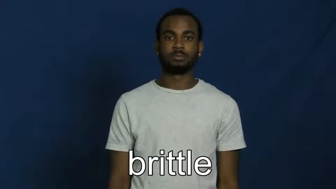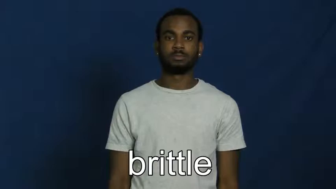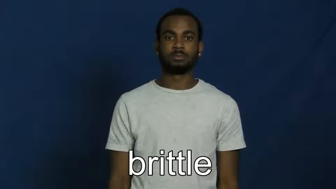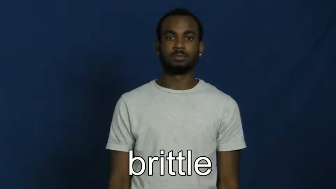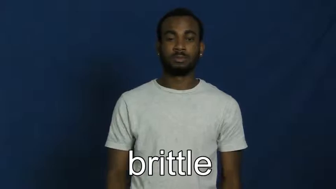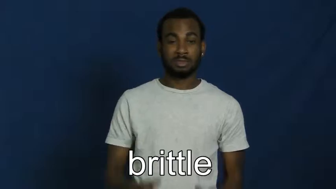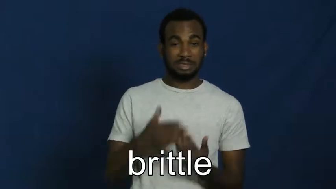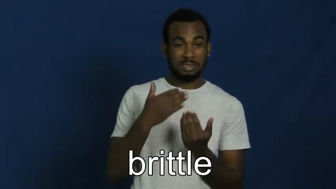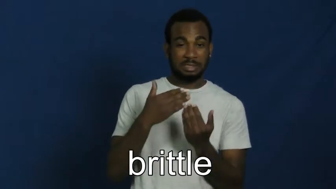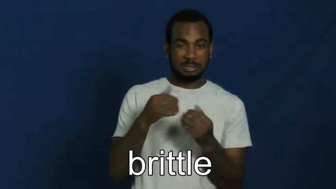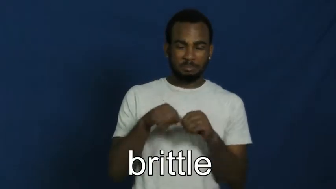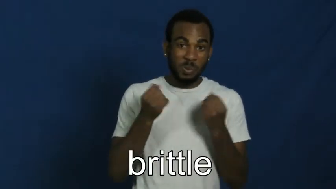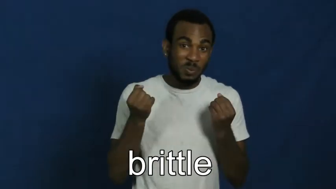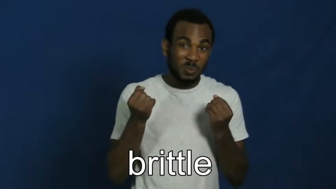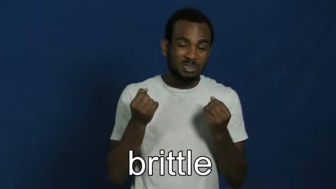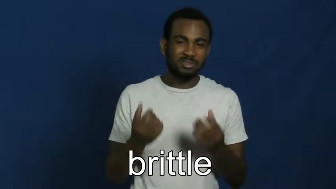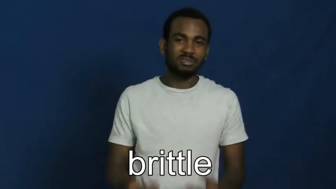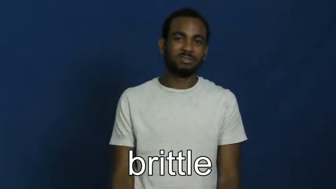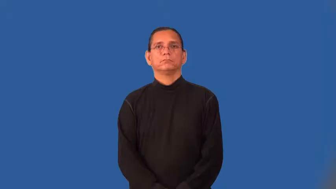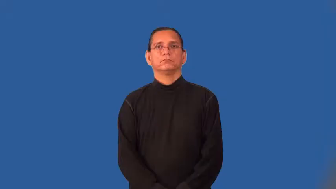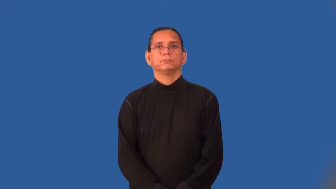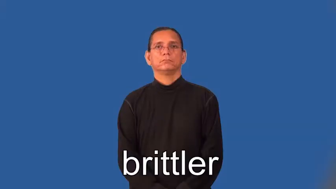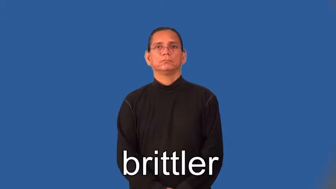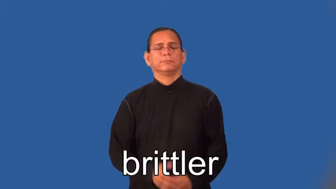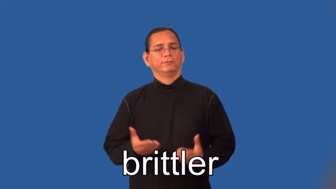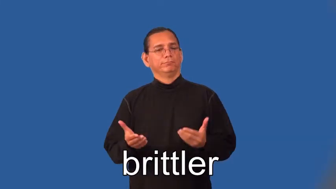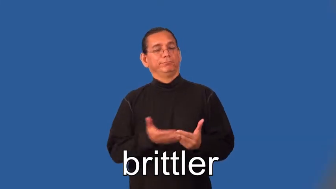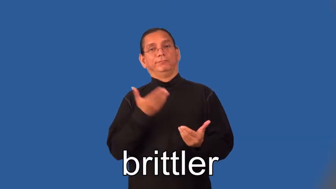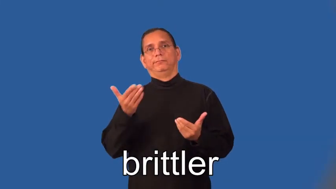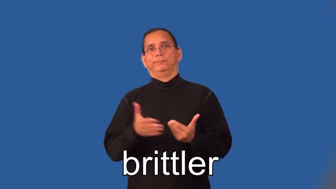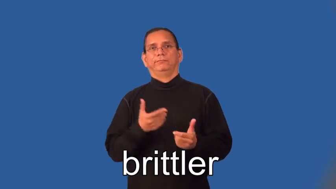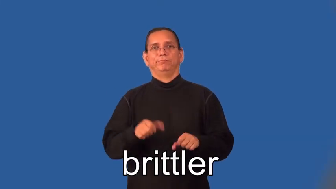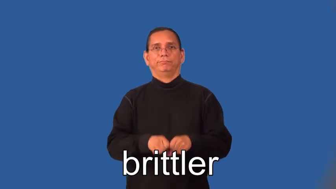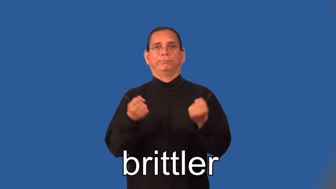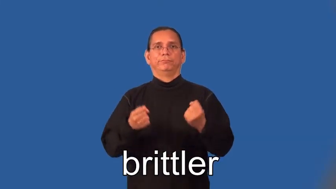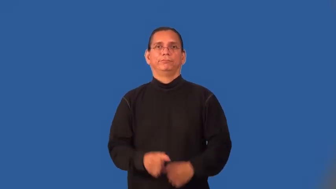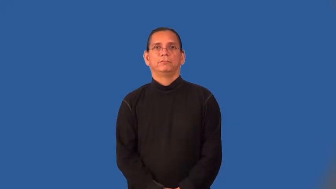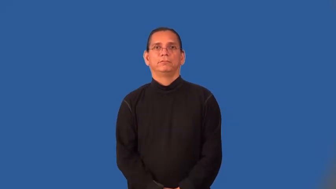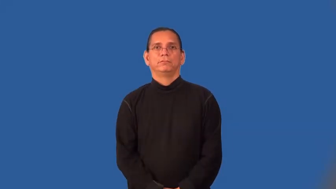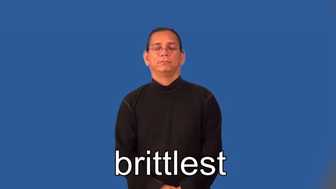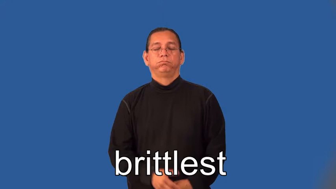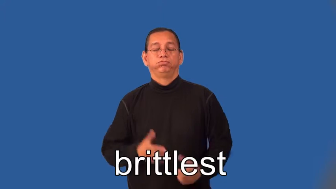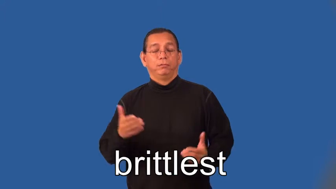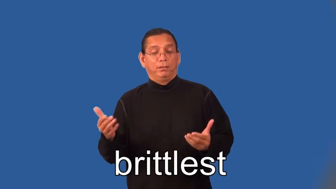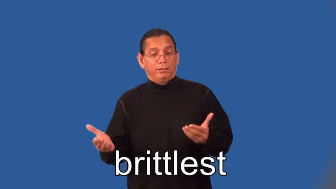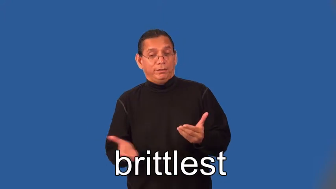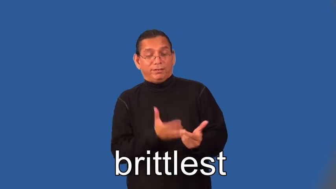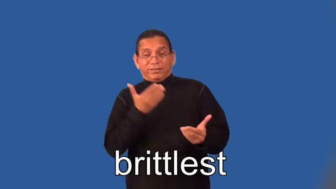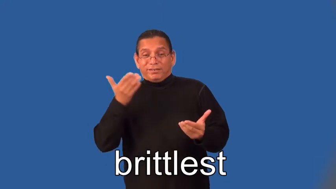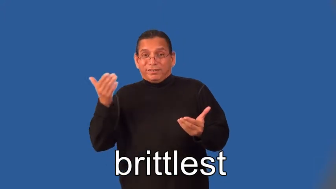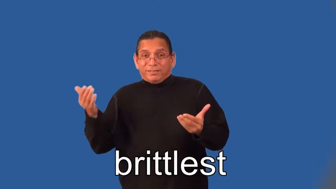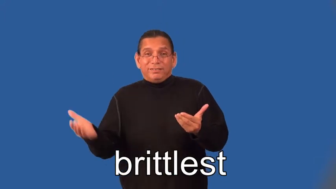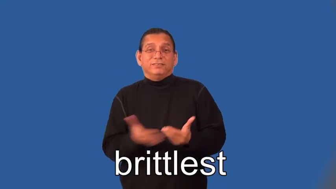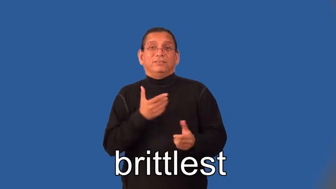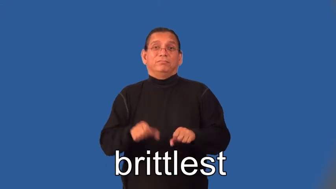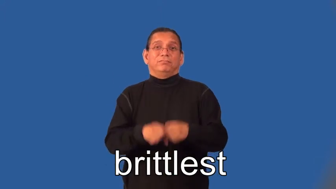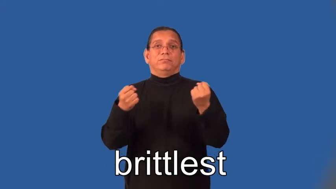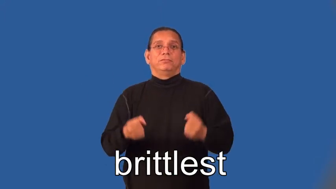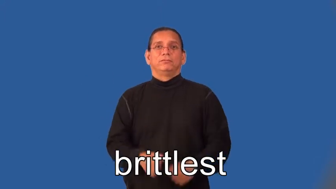brittler,brittlest